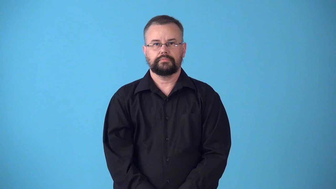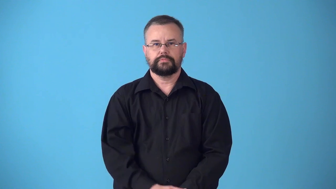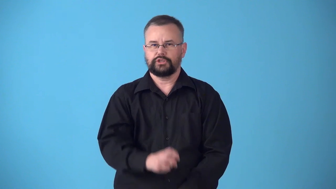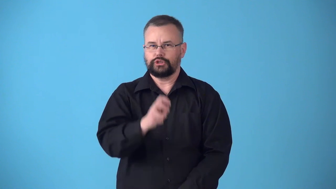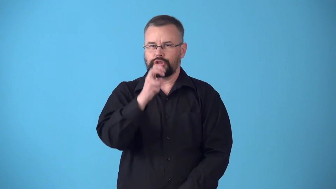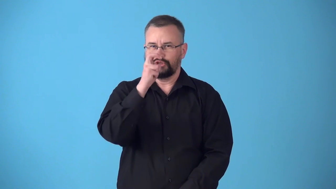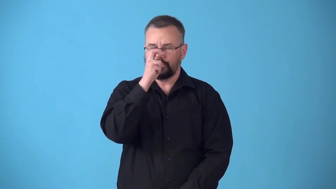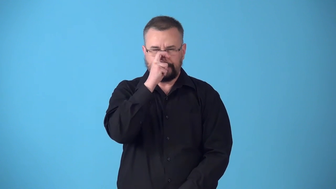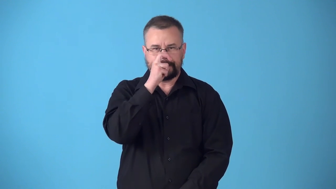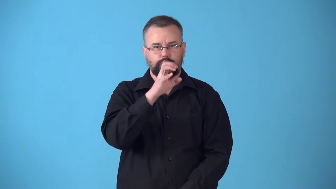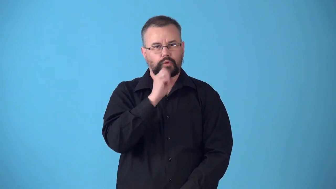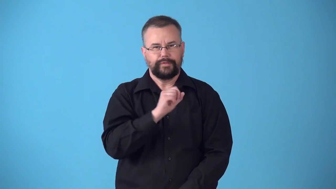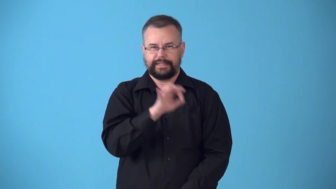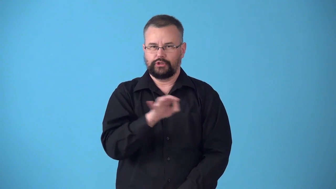straitlaced